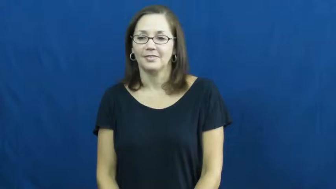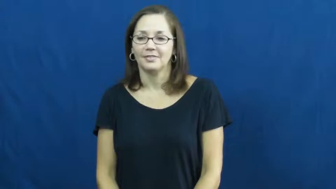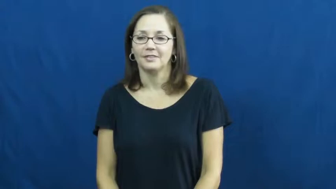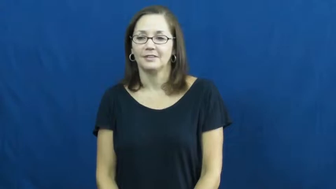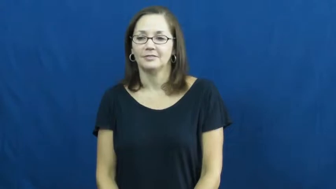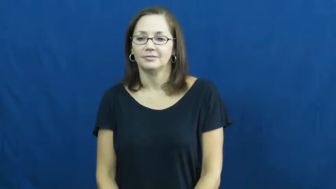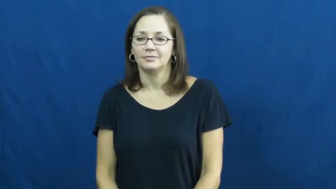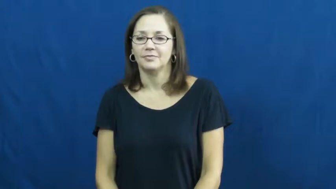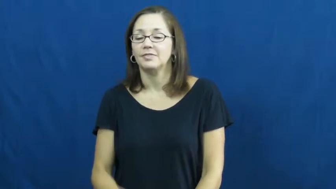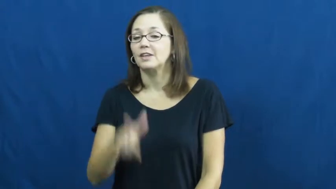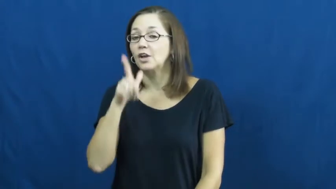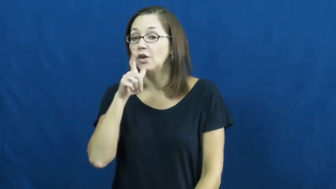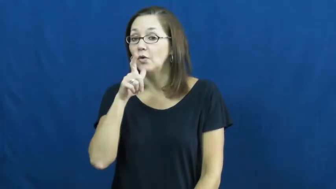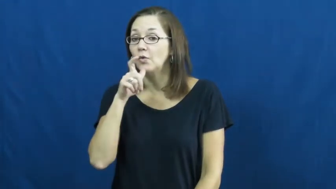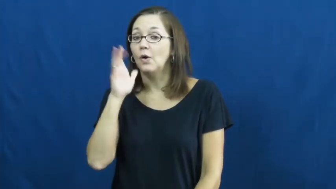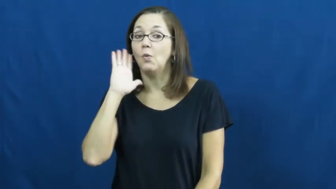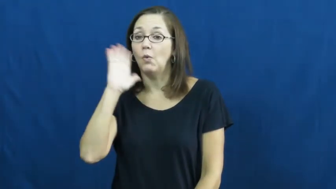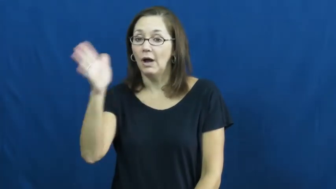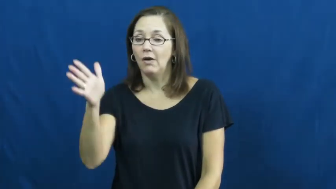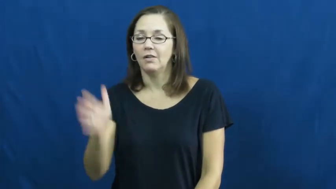who'll